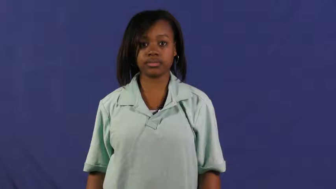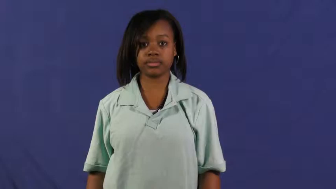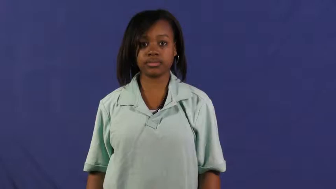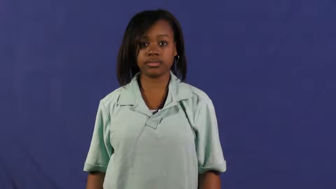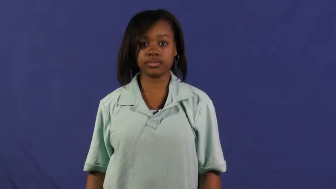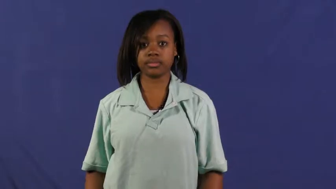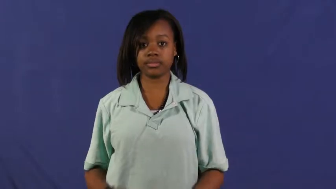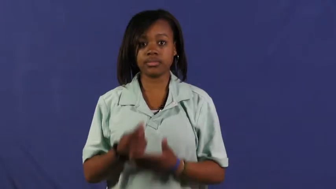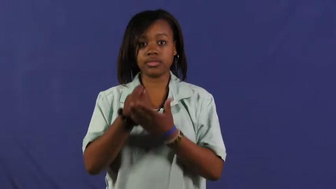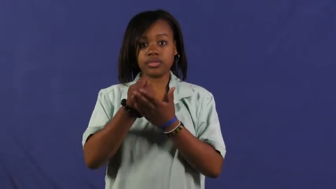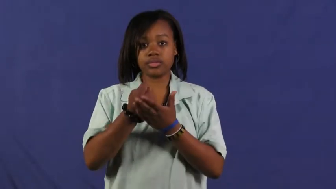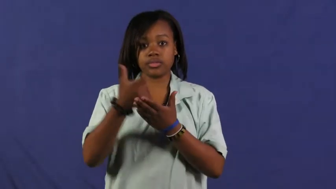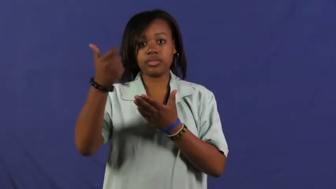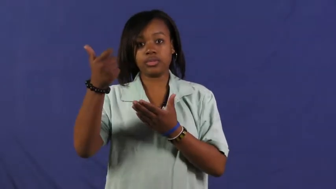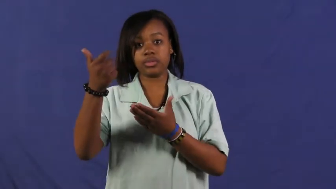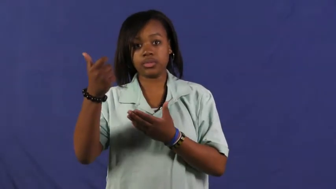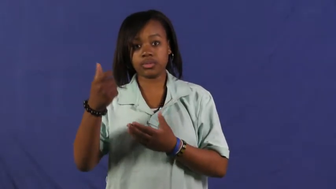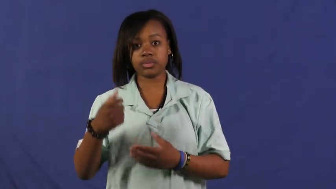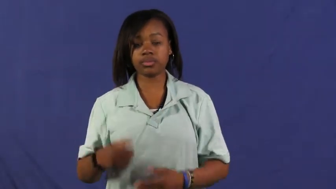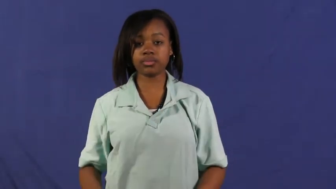stomp out-eliminate